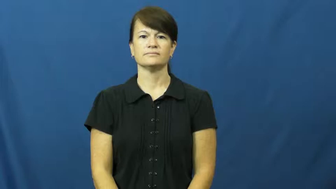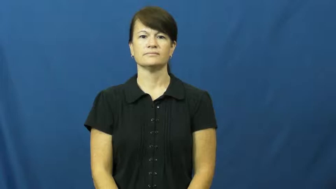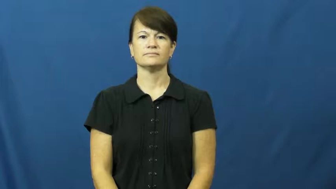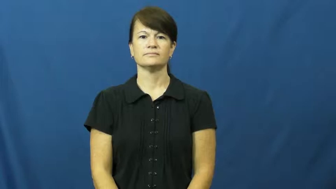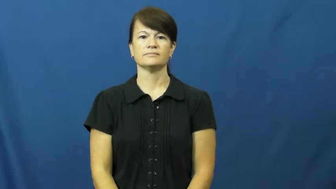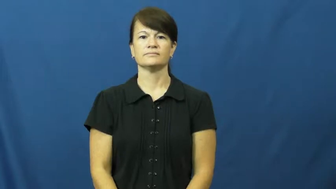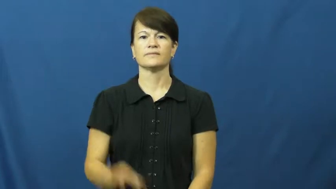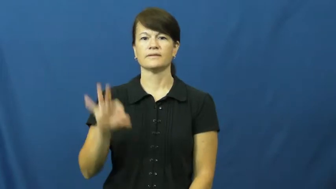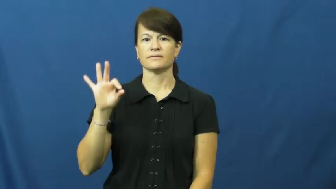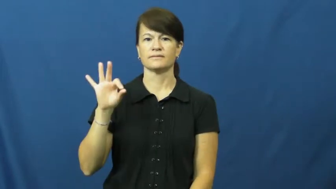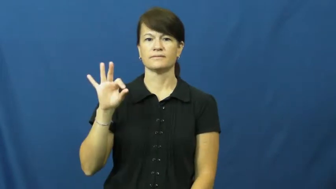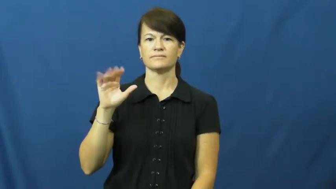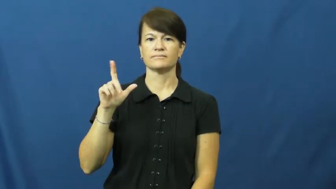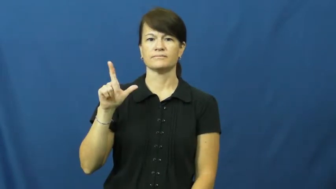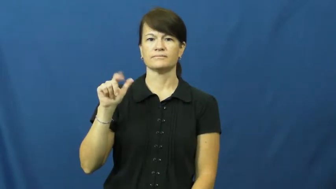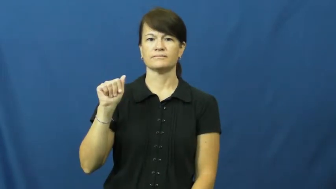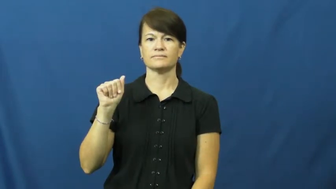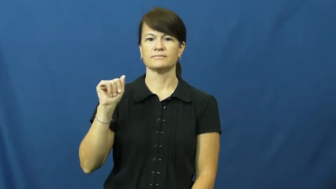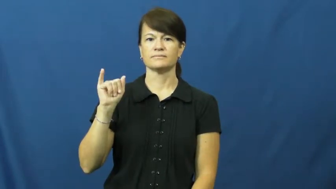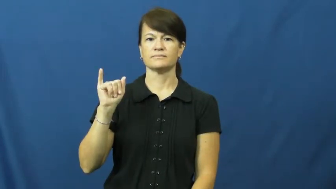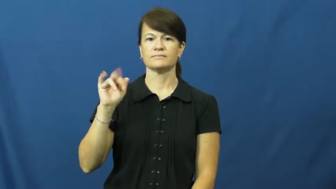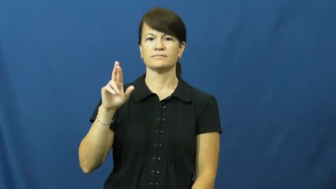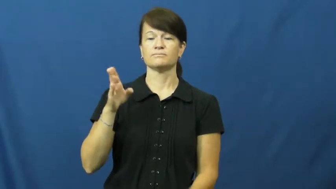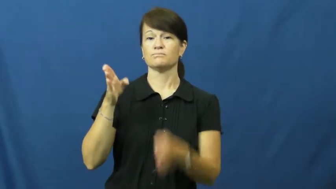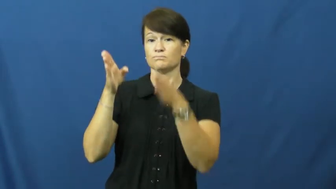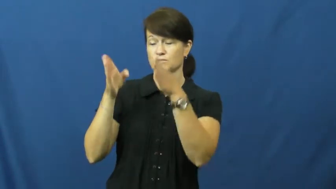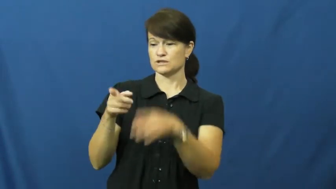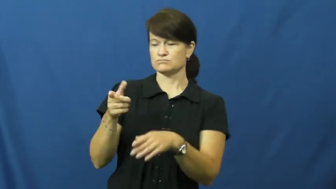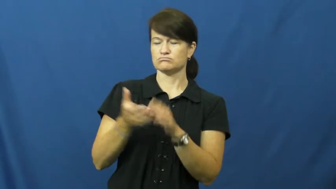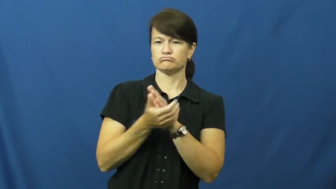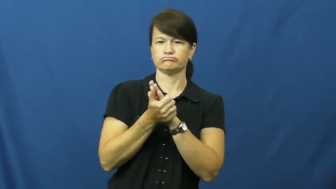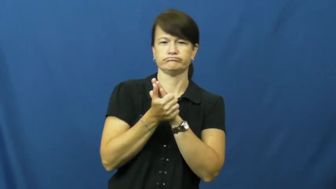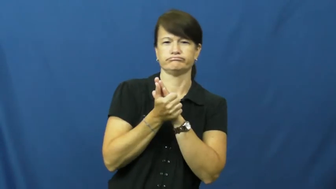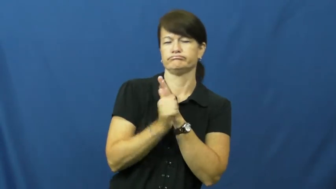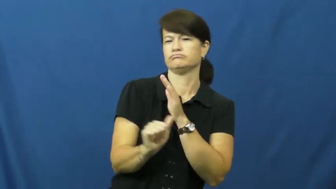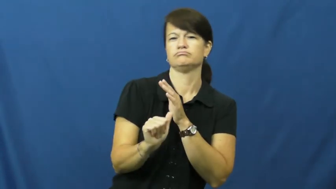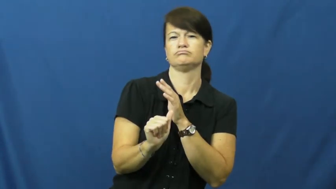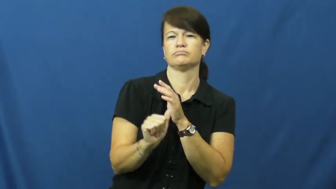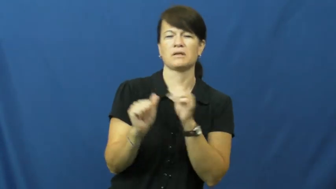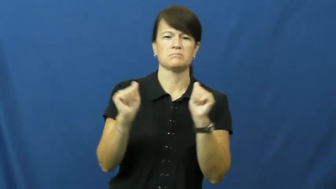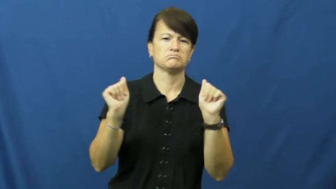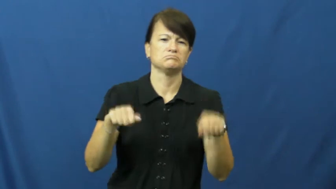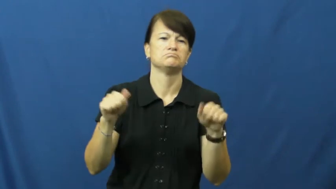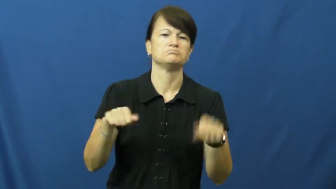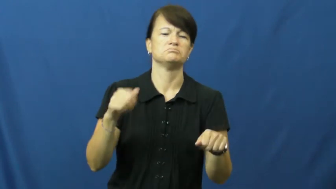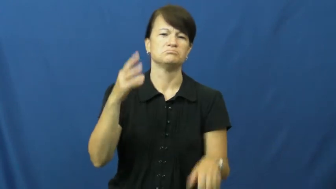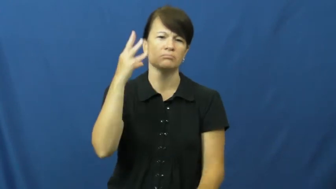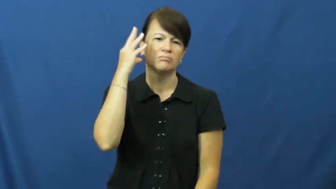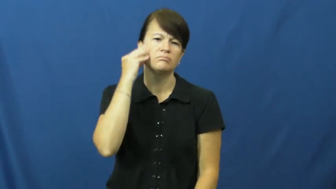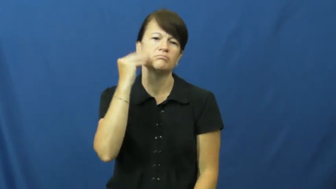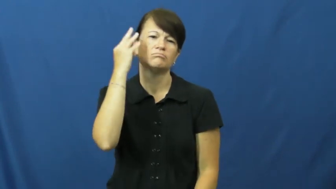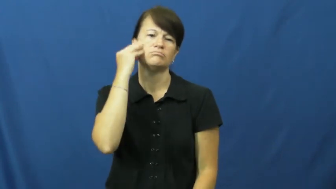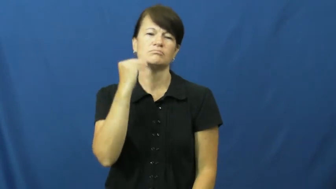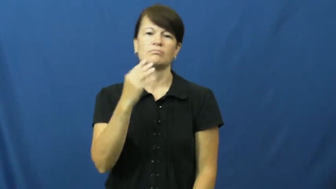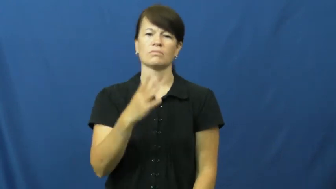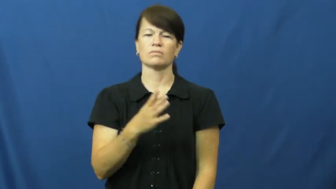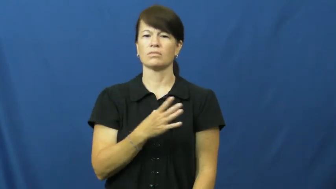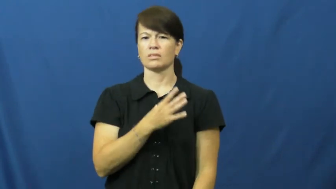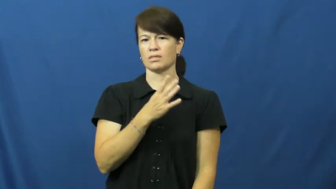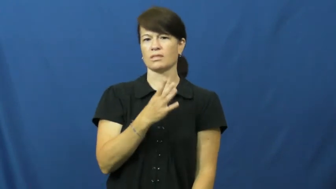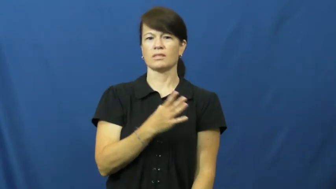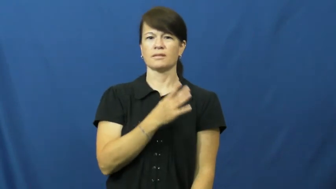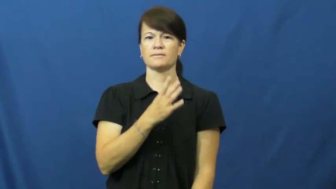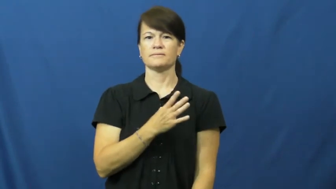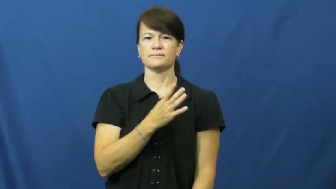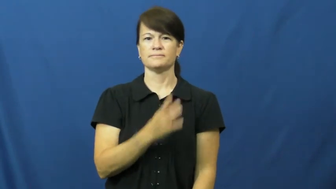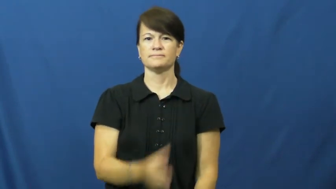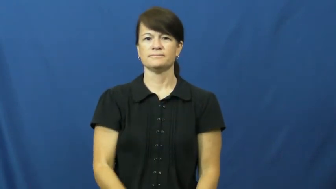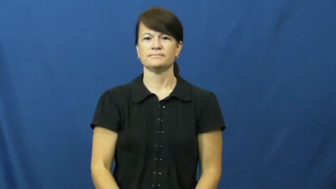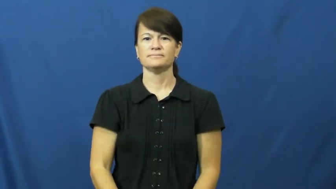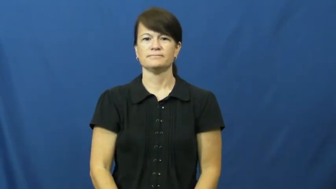flair